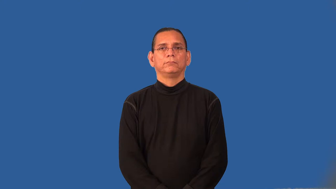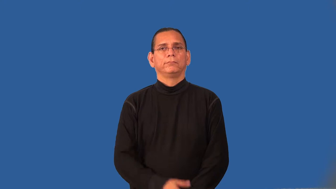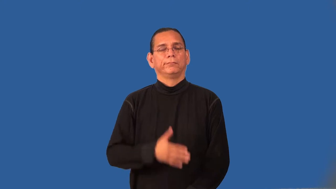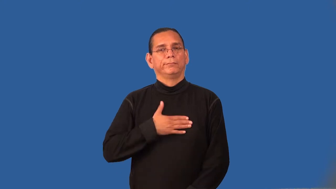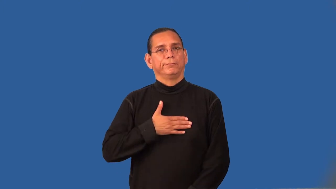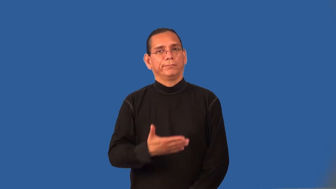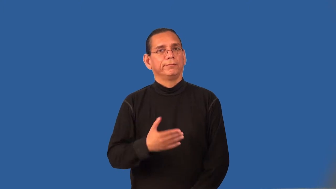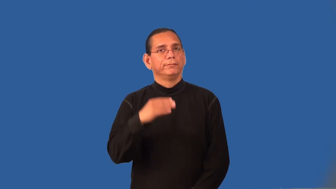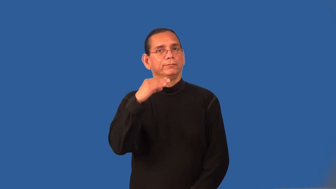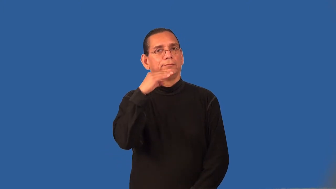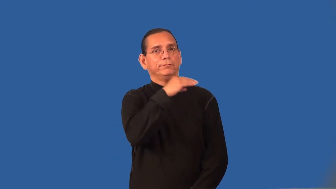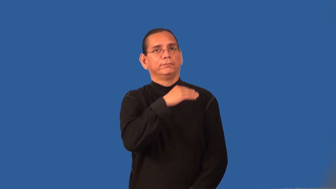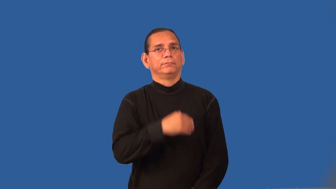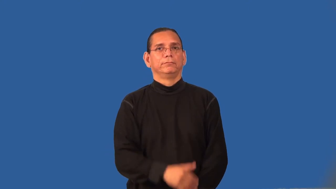recant